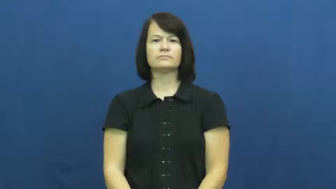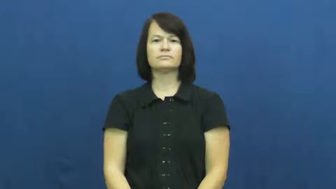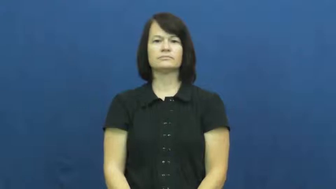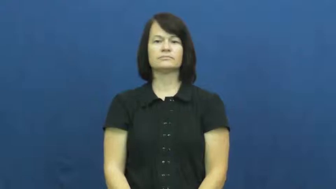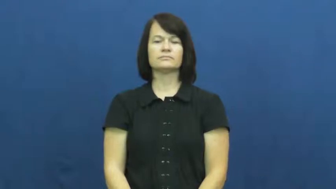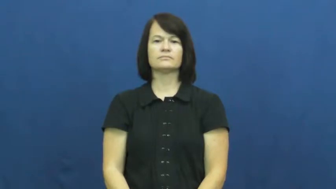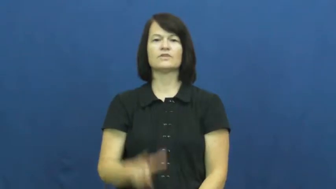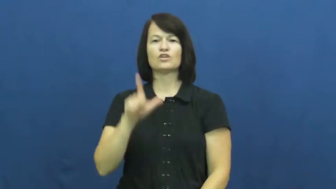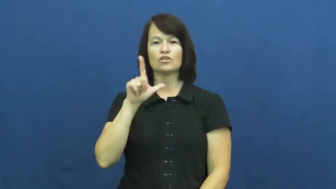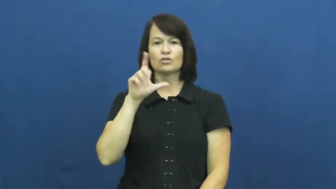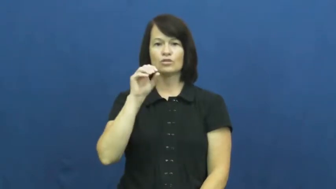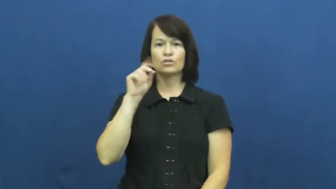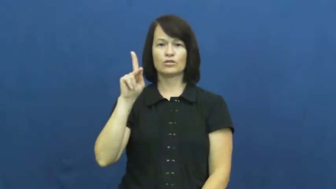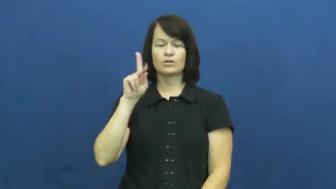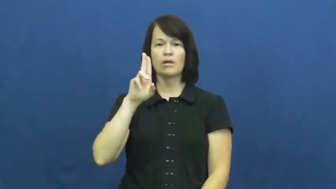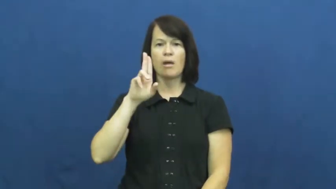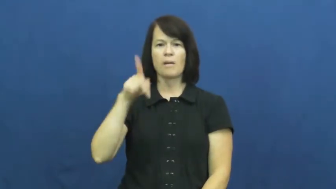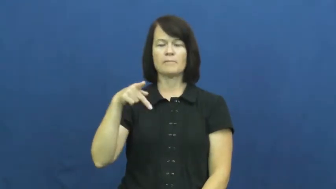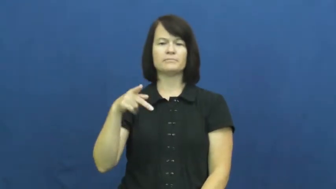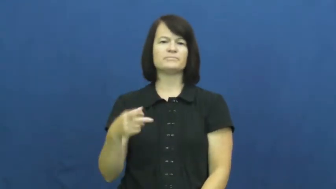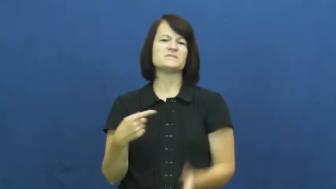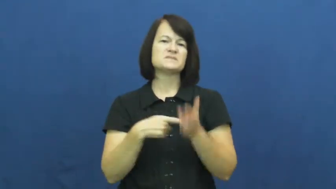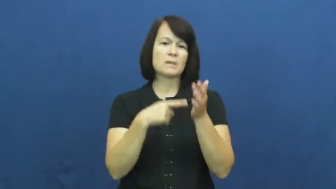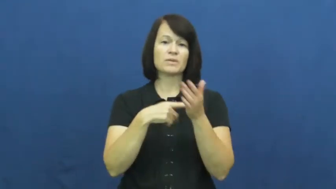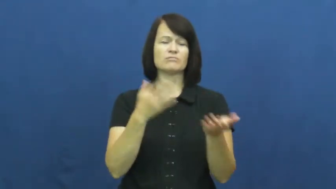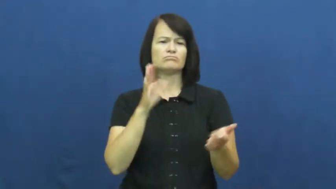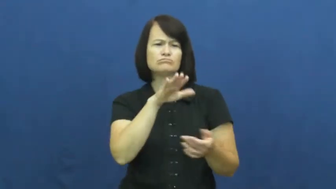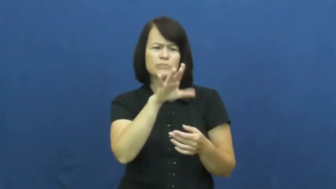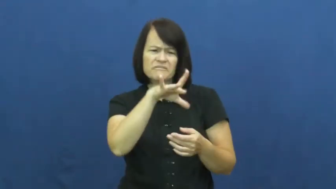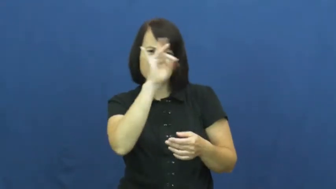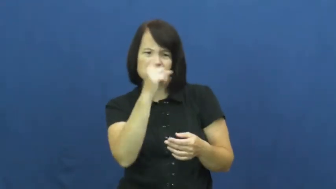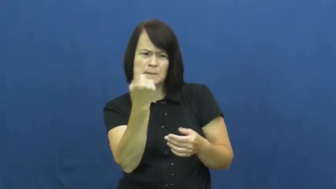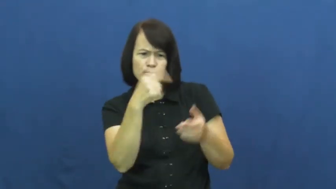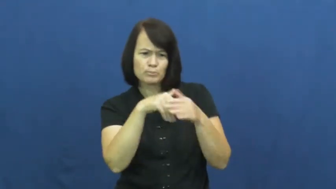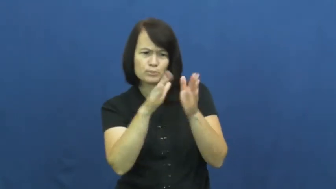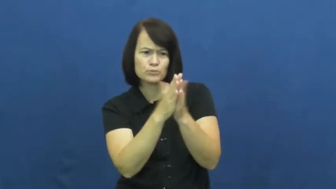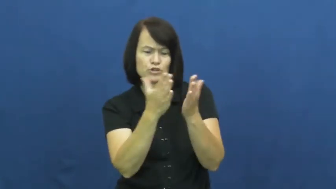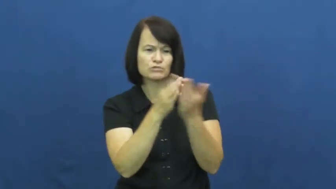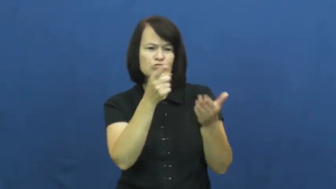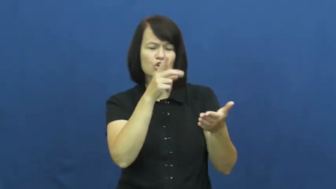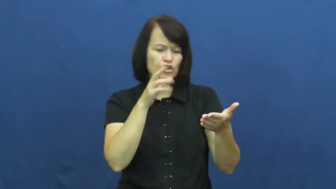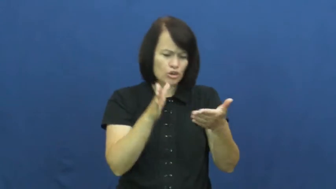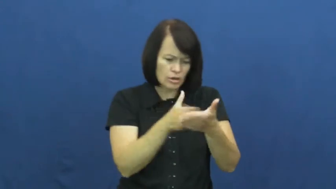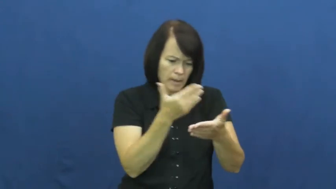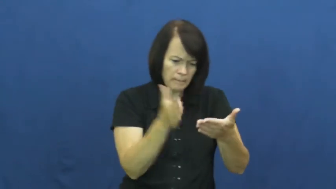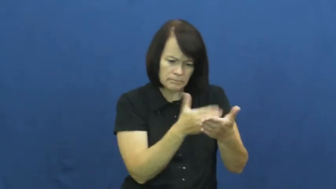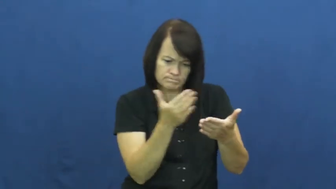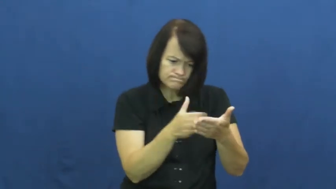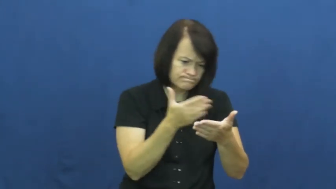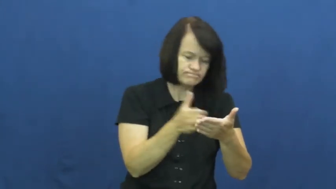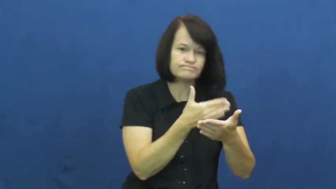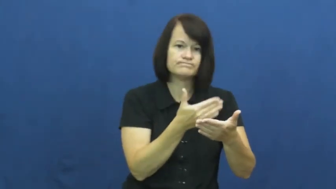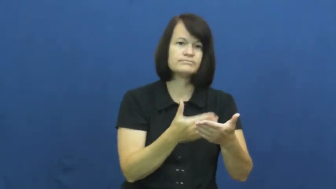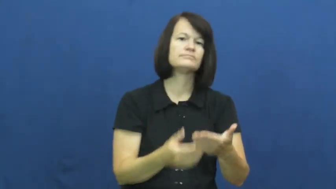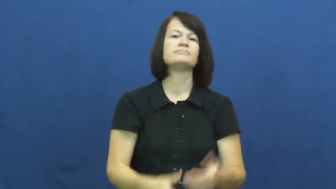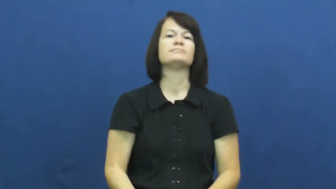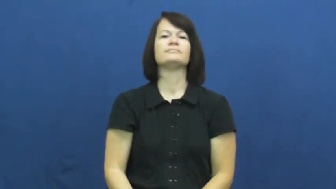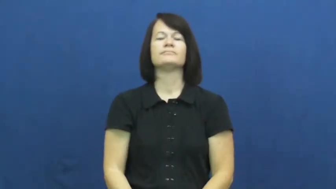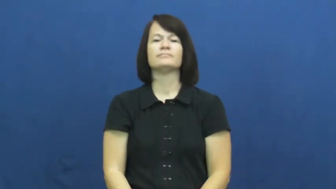look up-in book